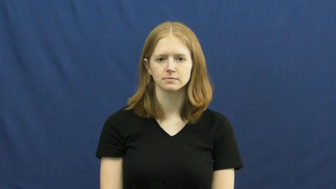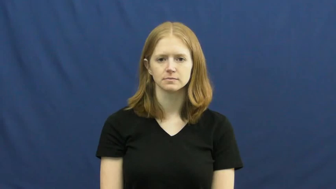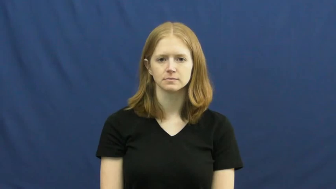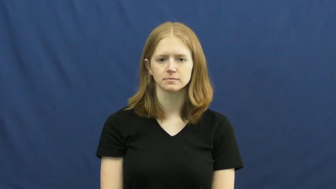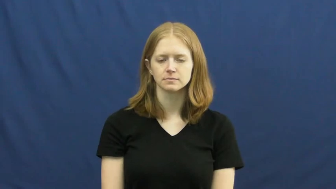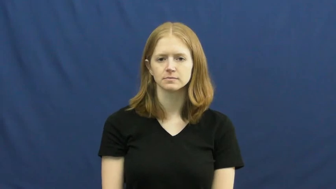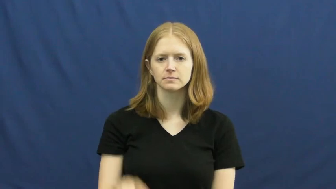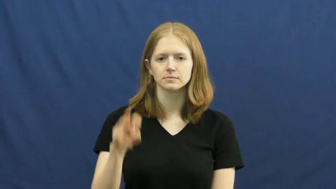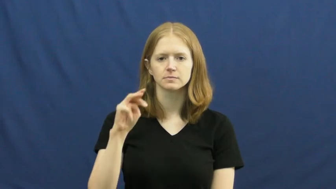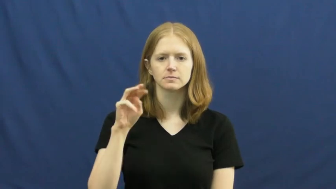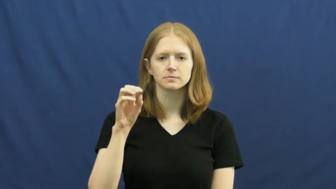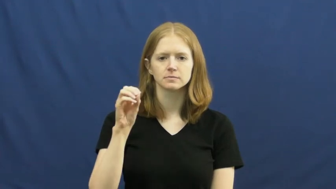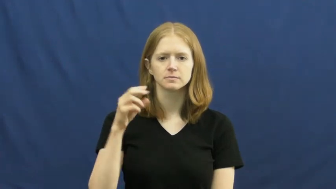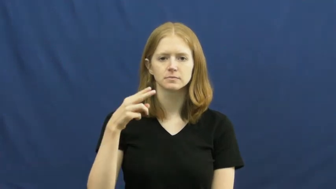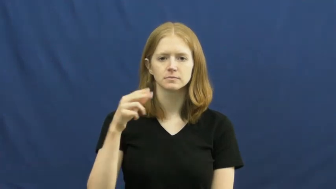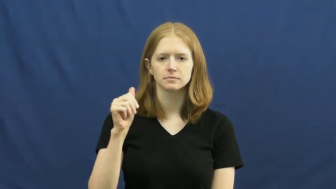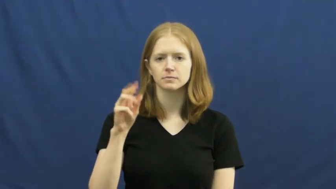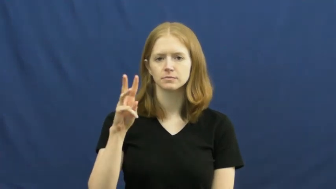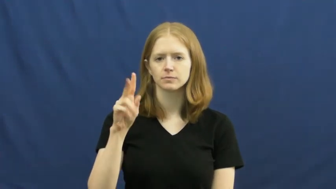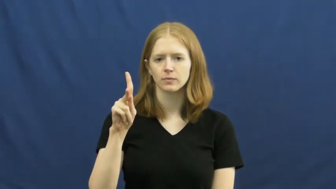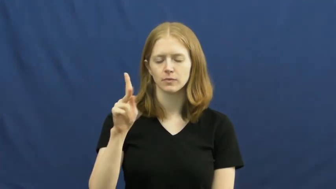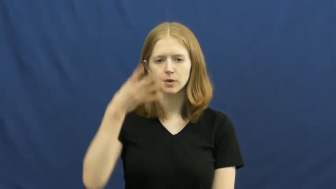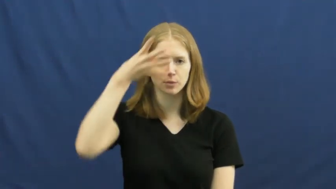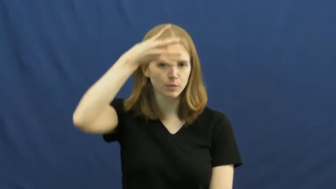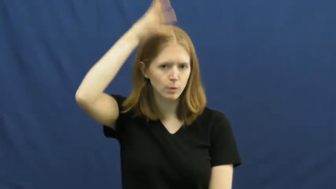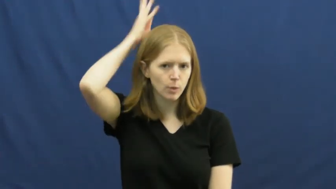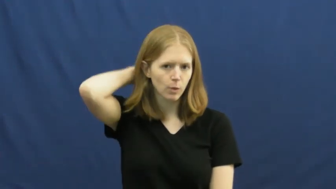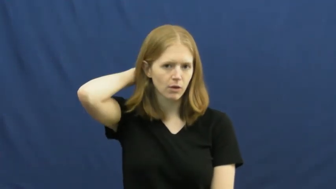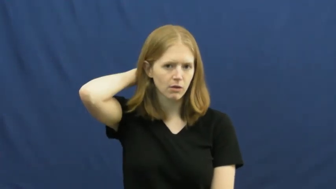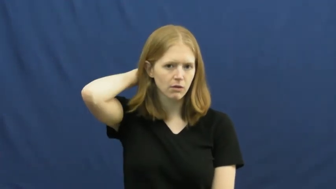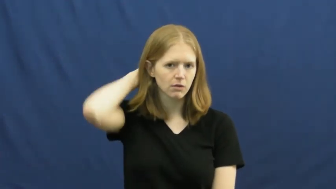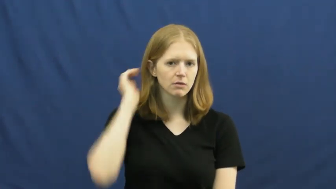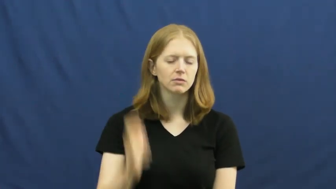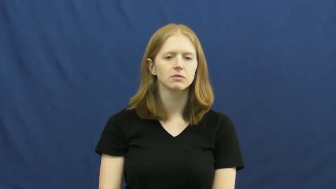mohawk